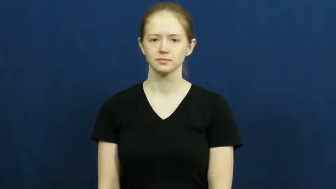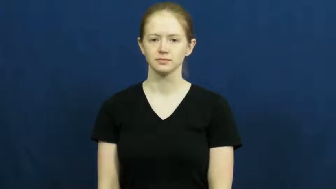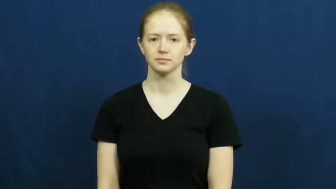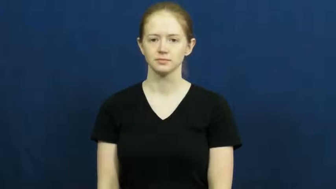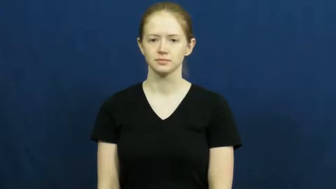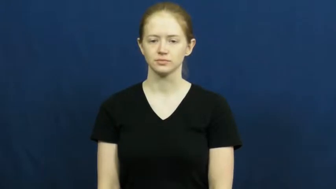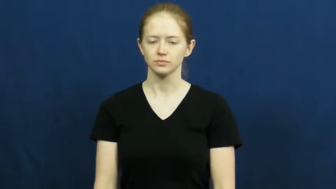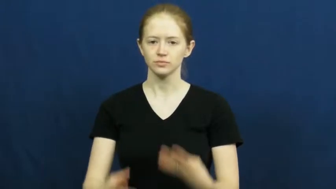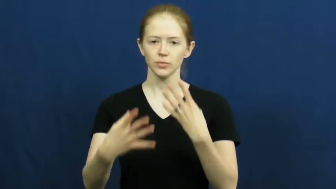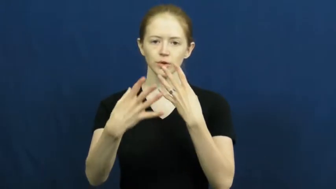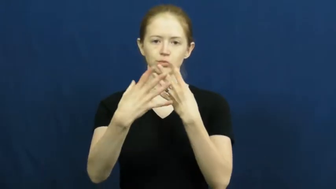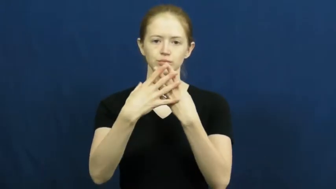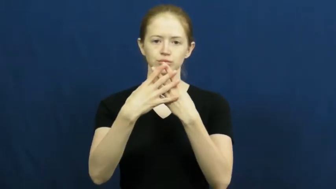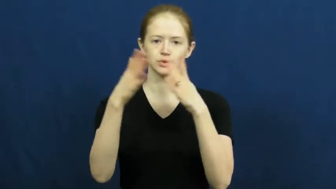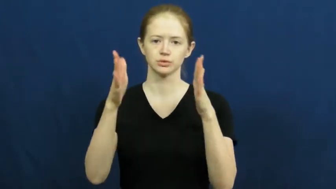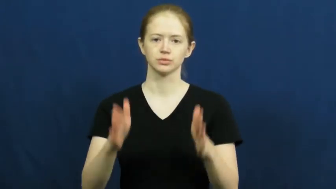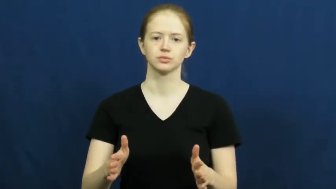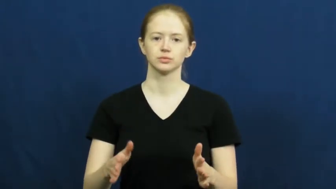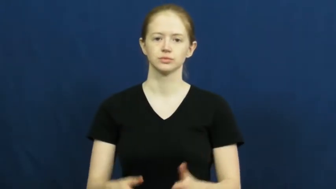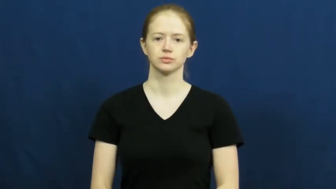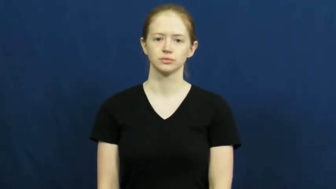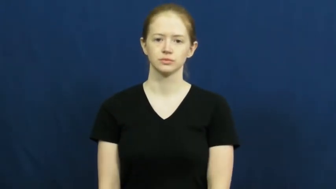prisoner,internee